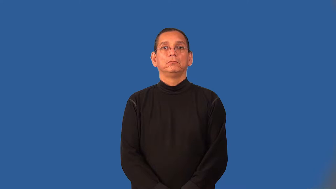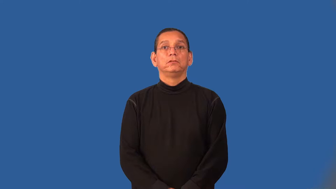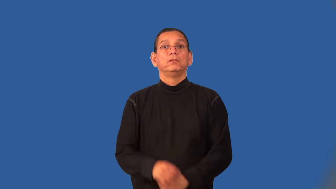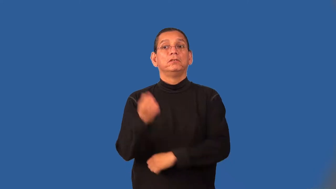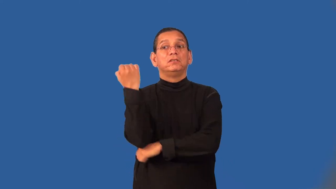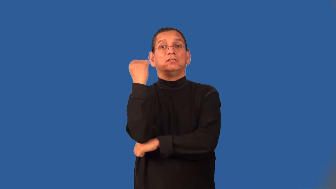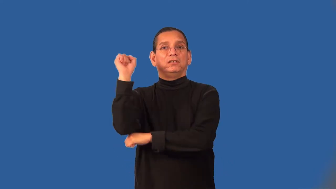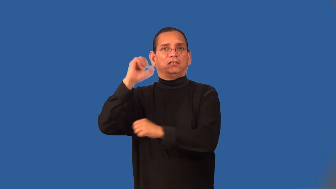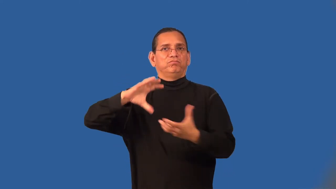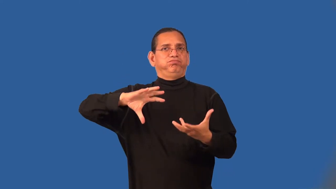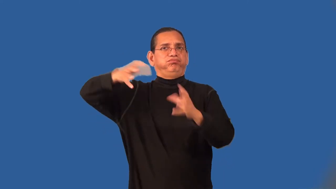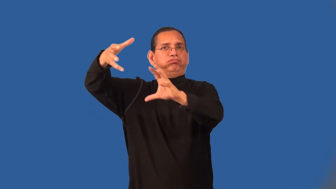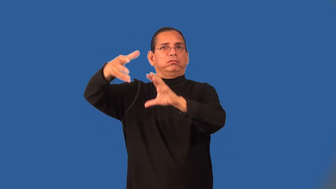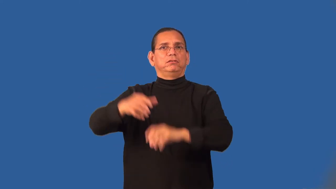unrest